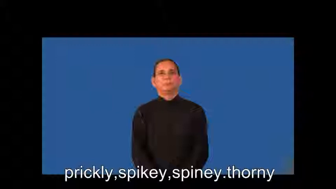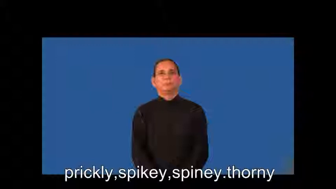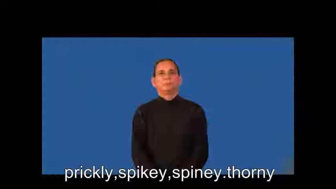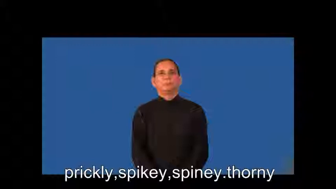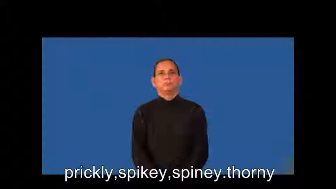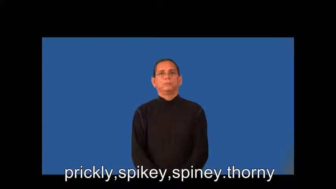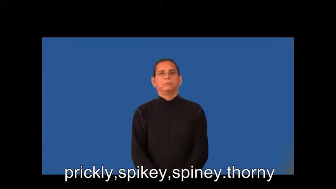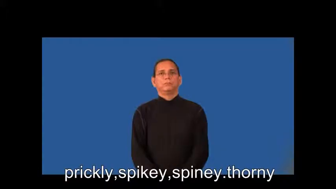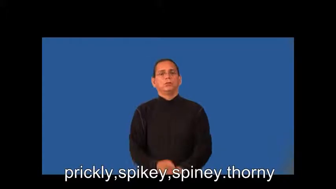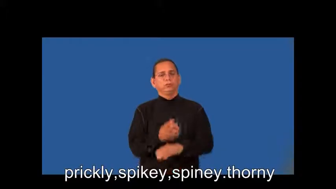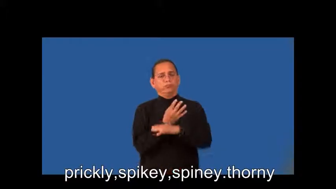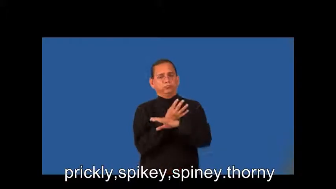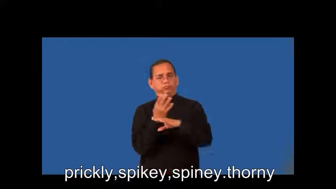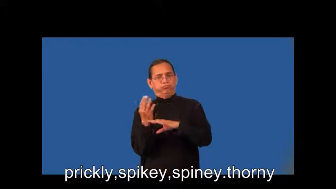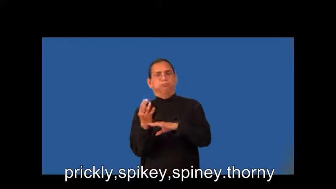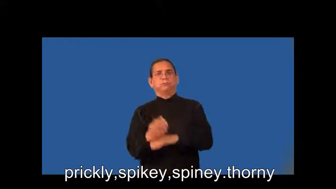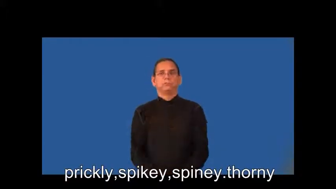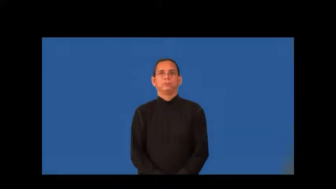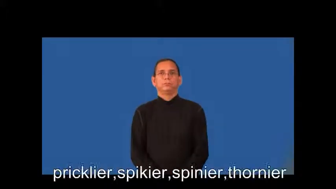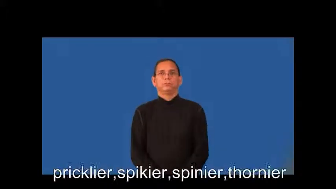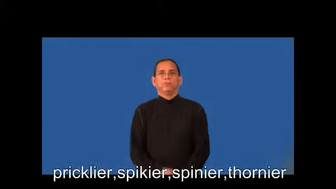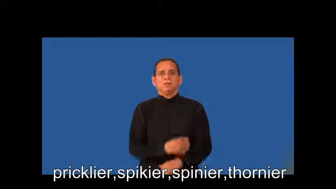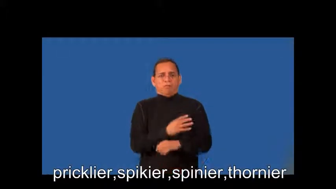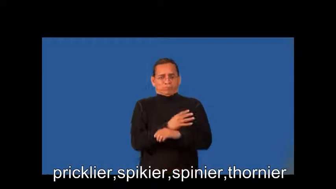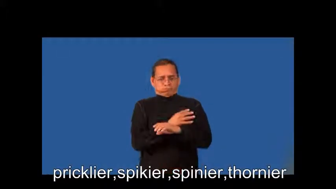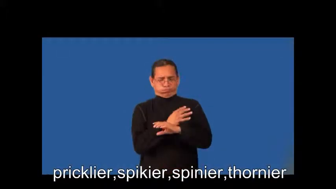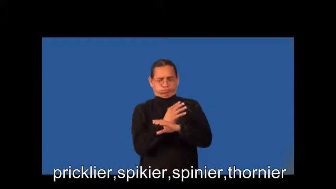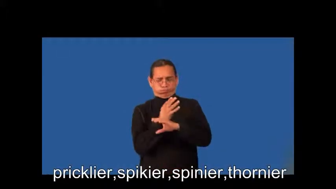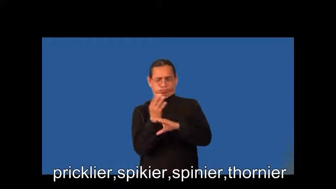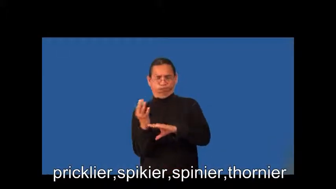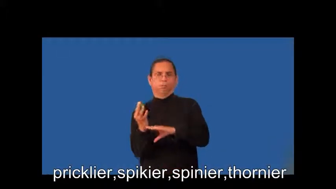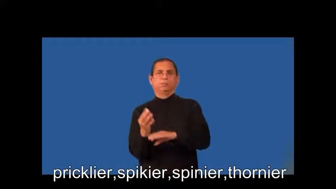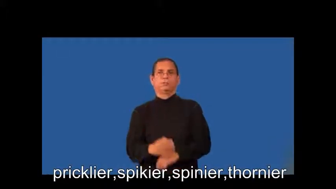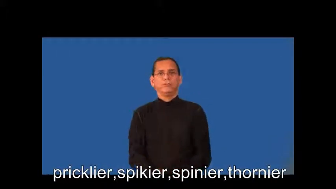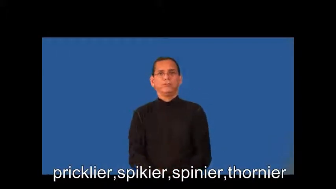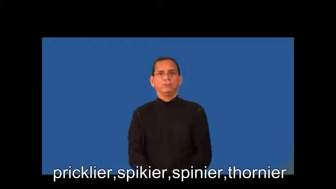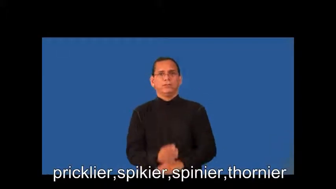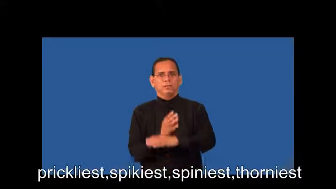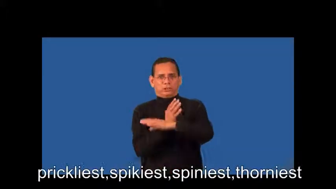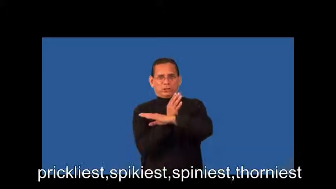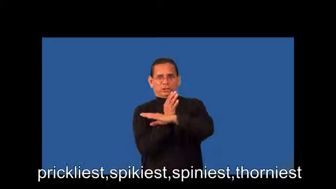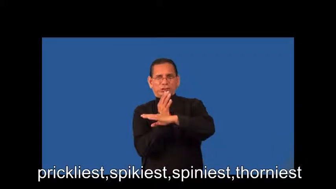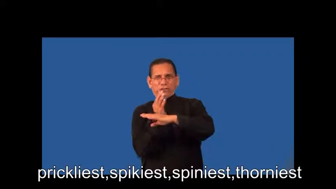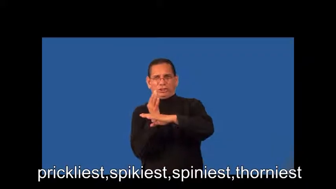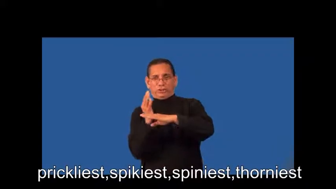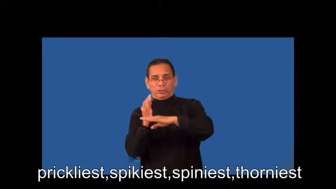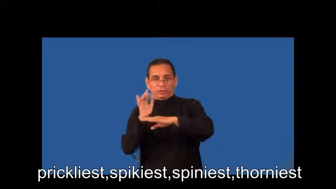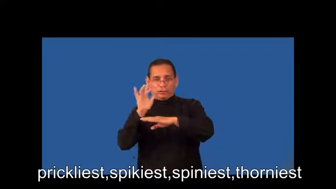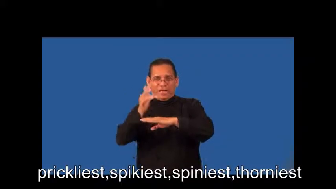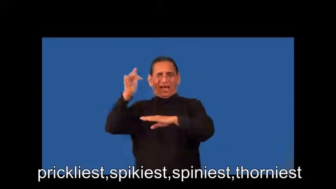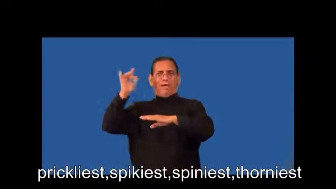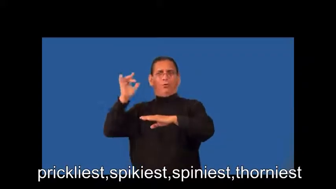pricklier,spikier,spinier,thornier,prickliest,spikiest,spiniest,thorniest